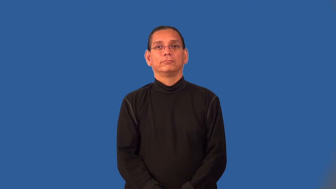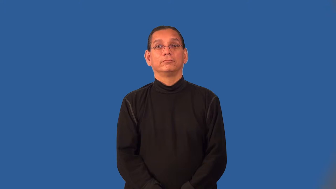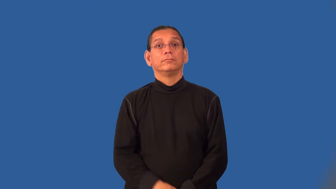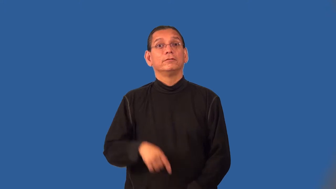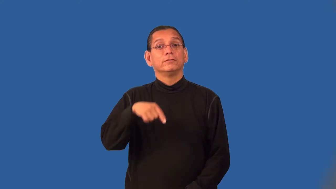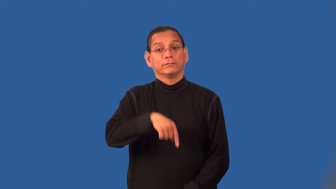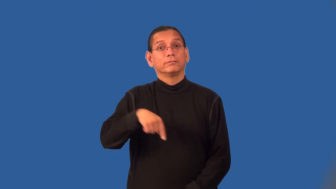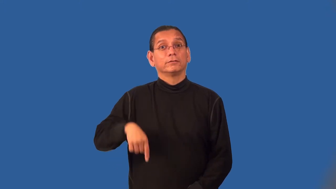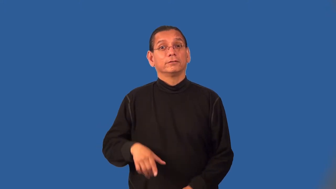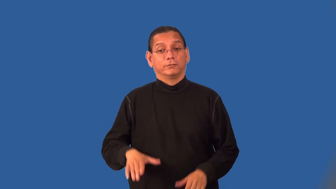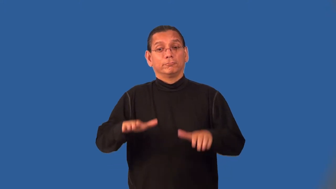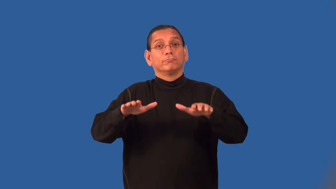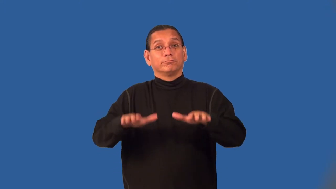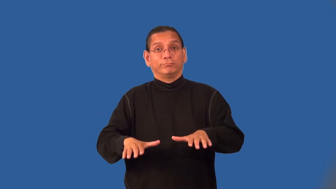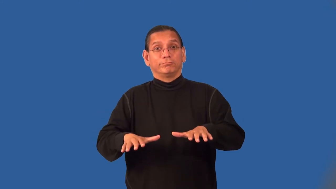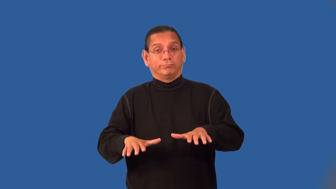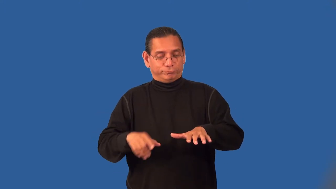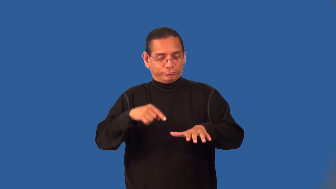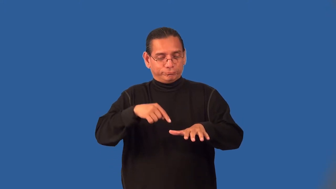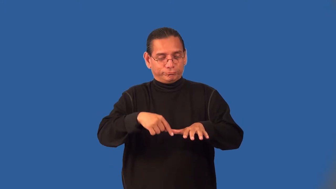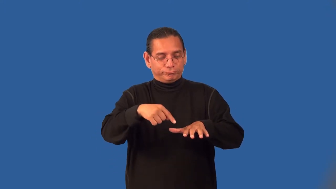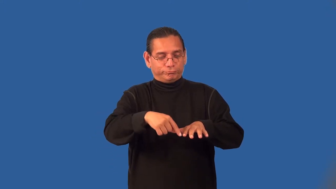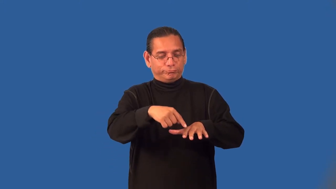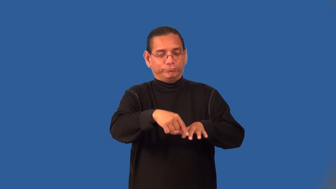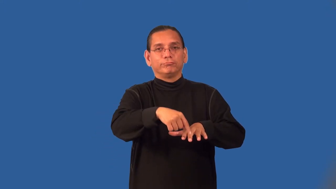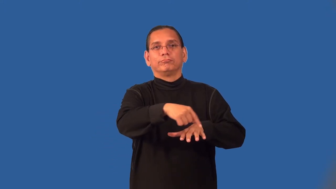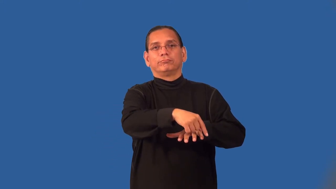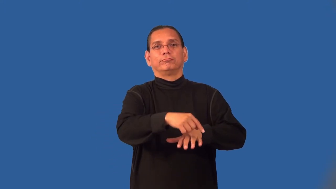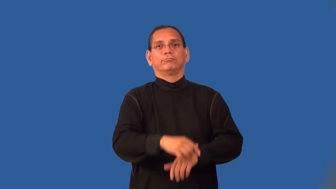piggy